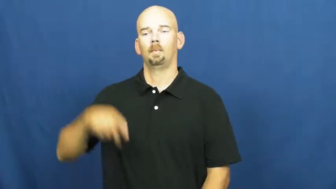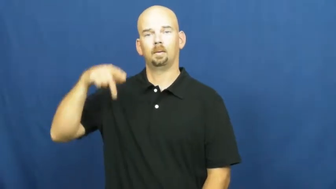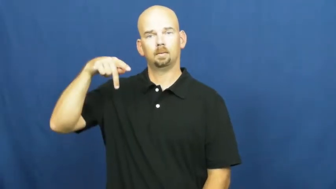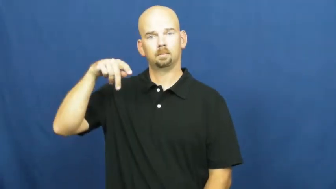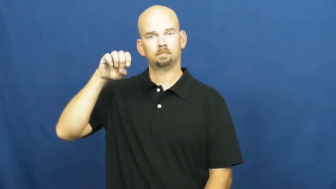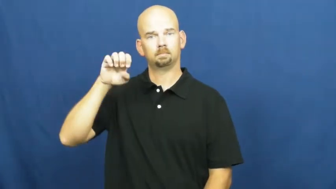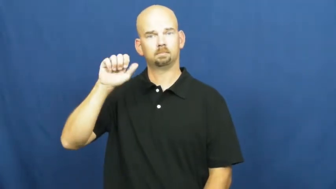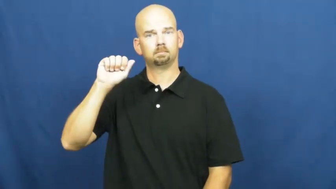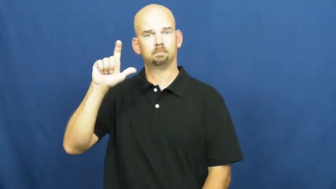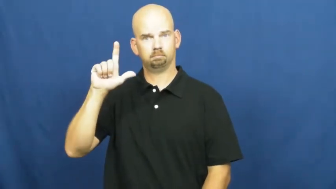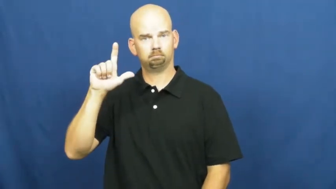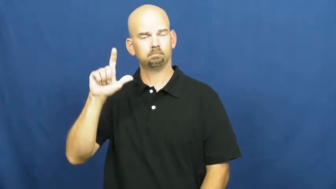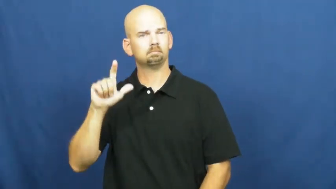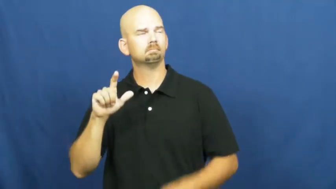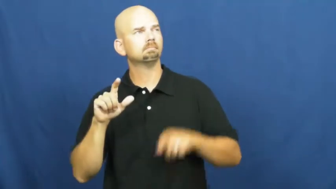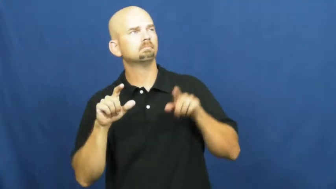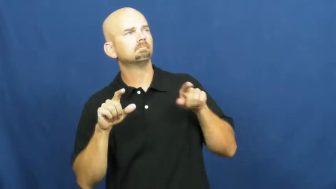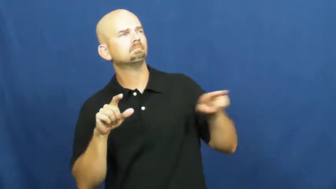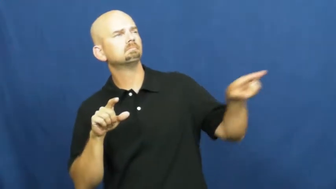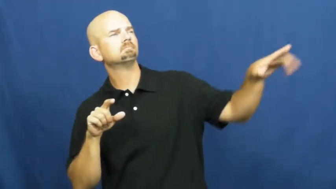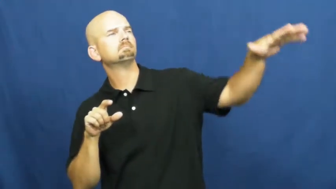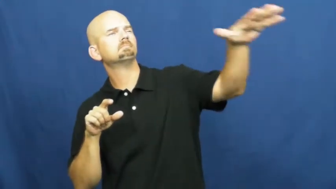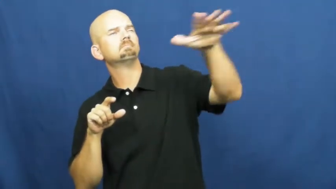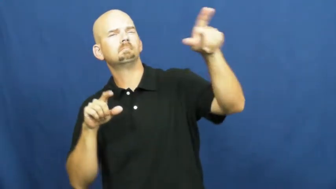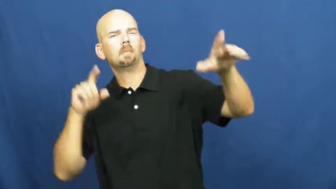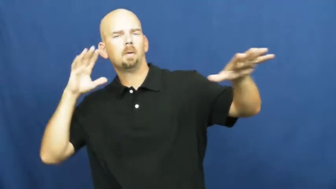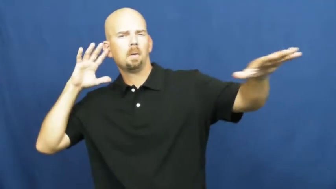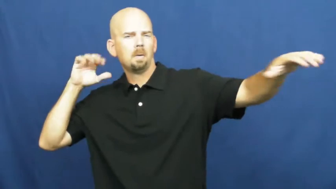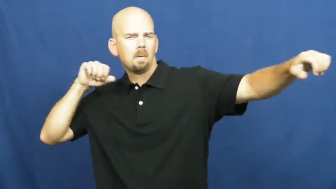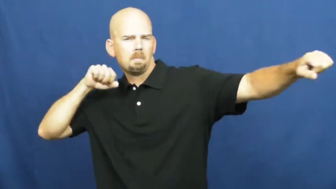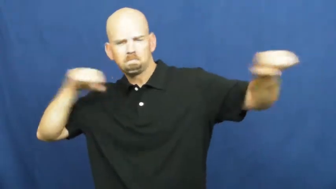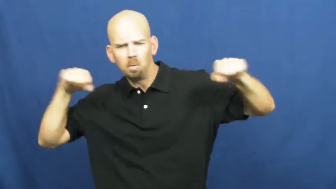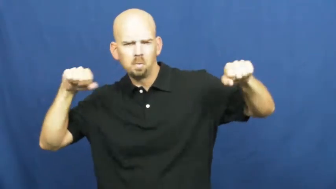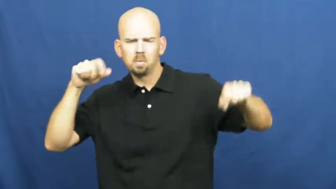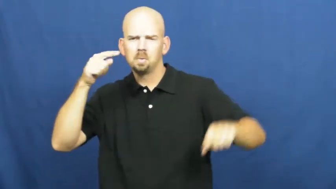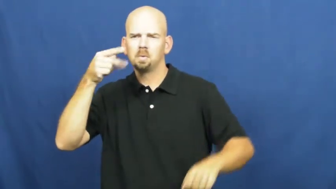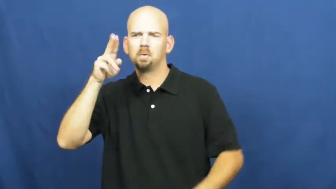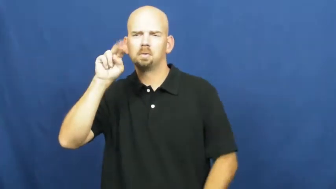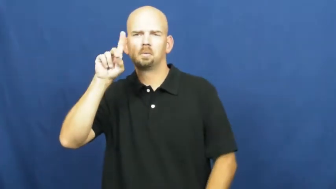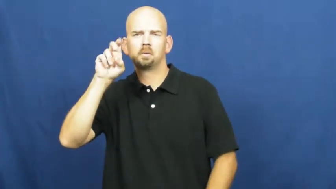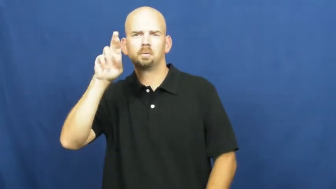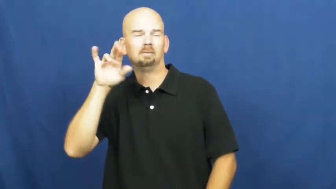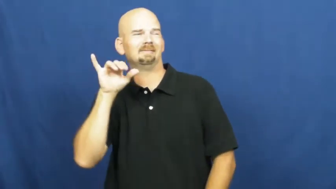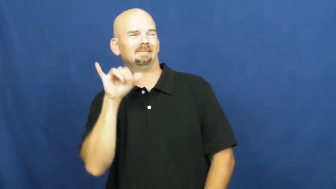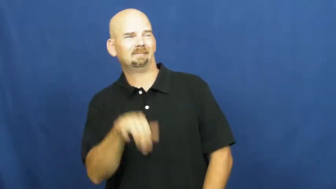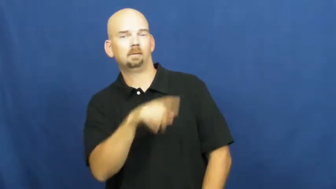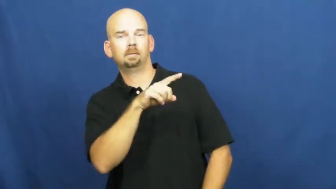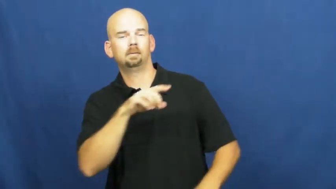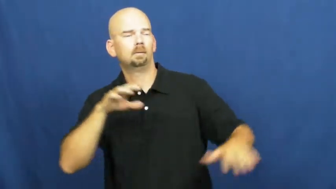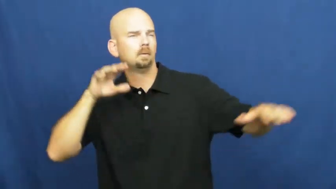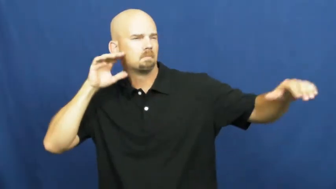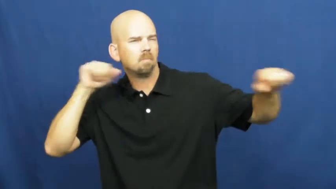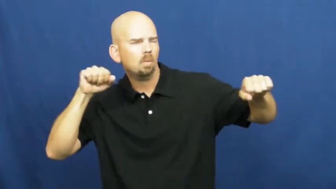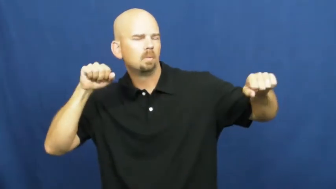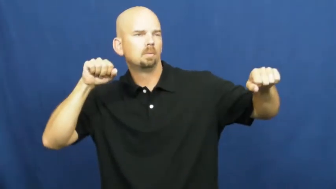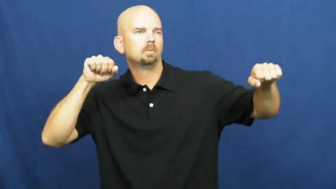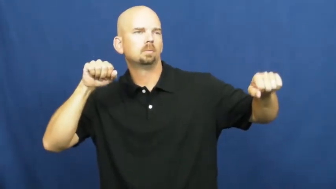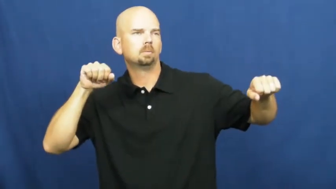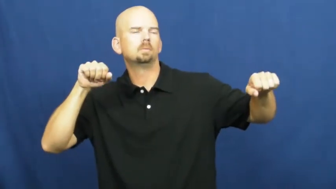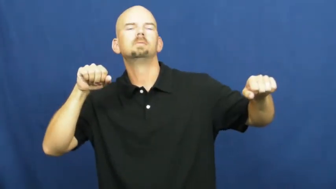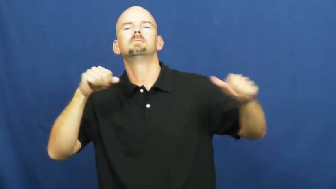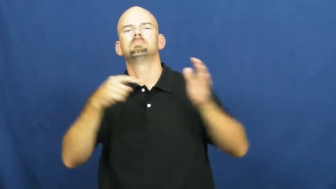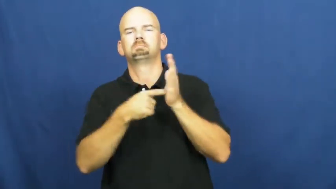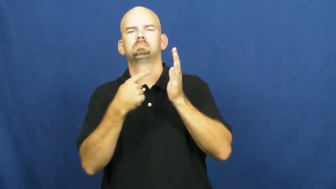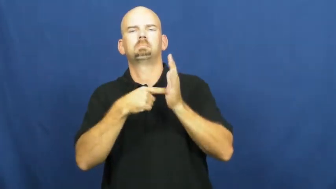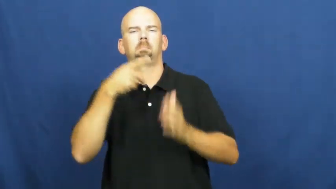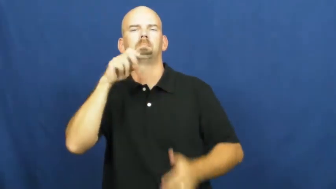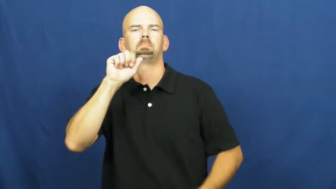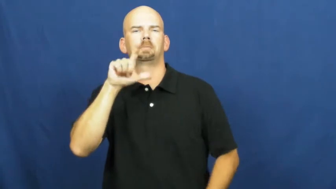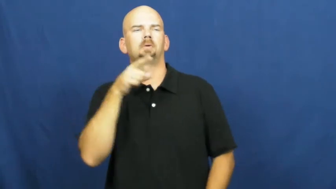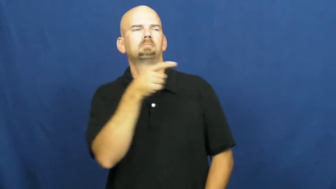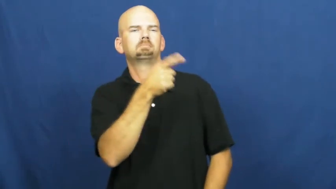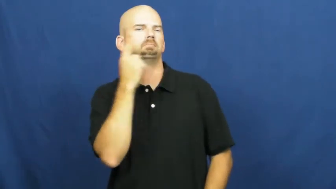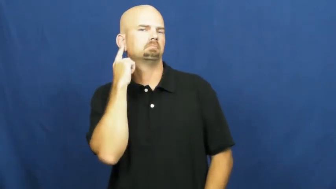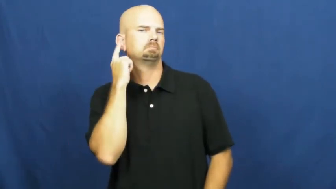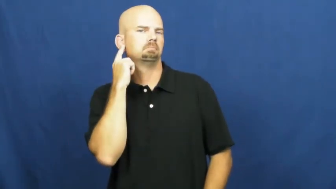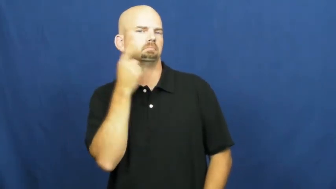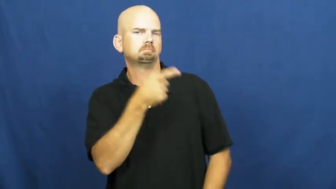peal-thunder